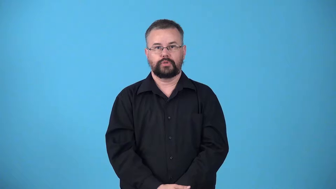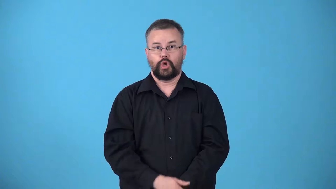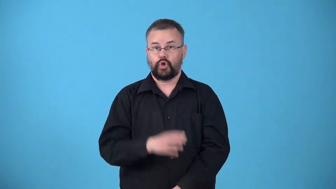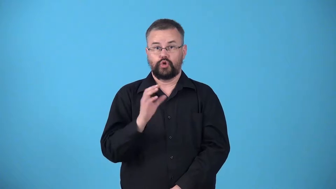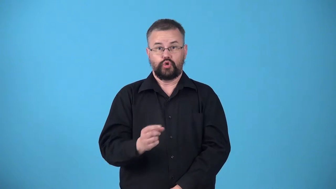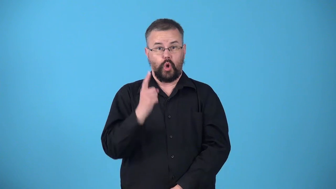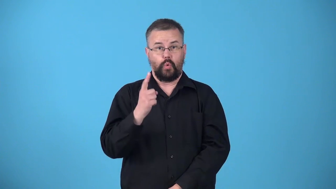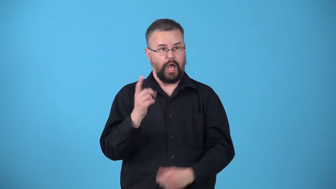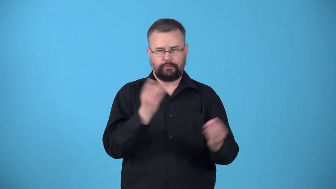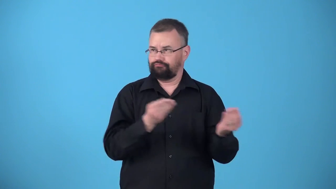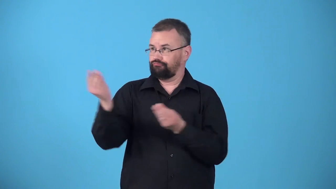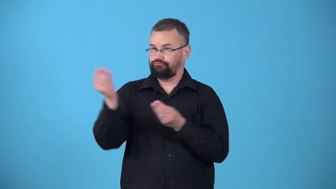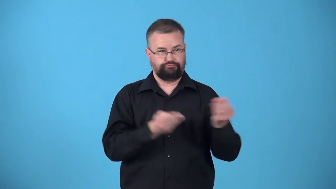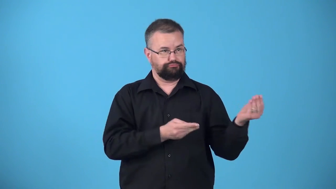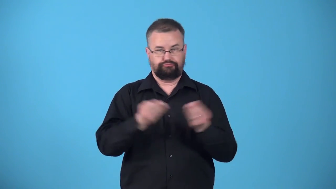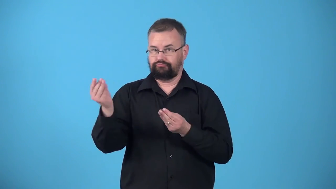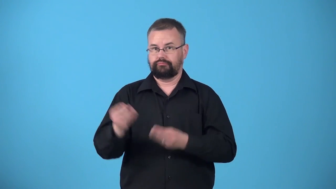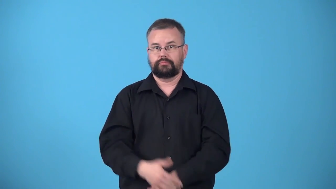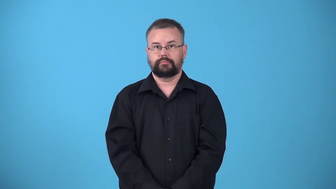unmediated